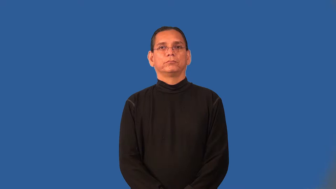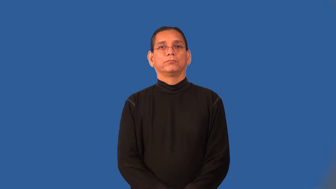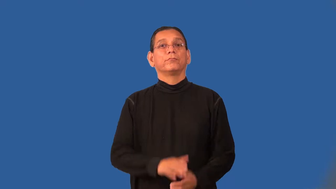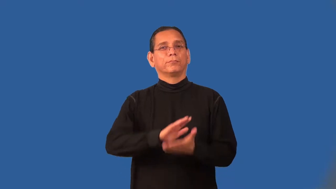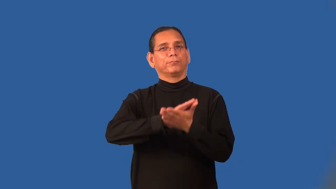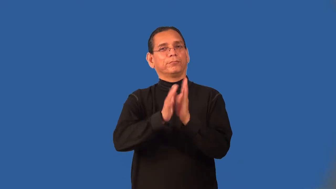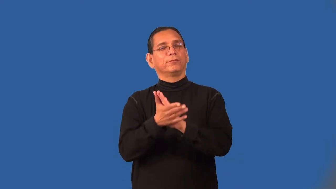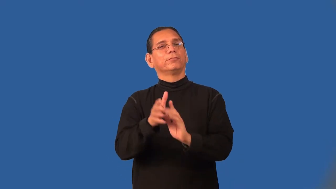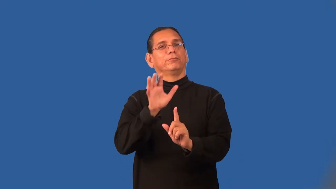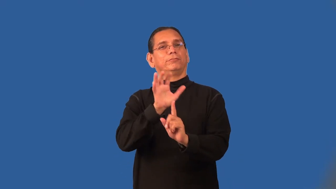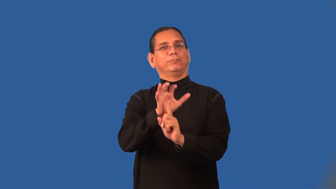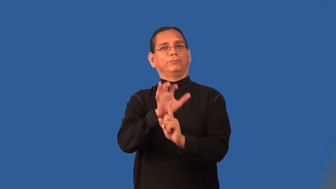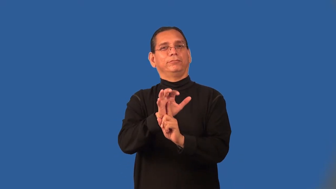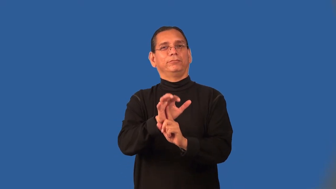popularize